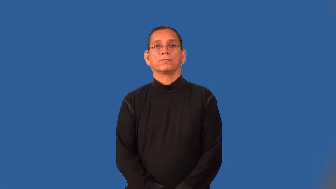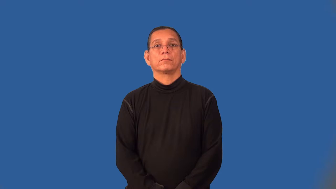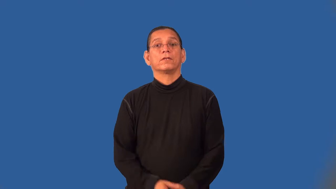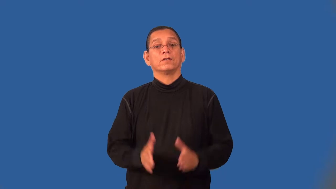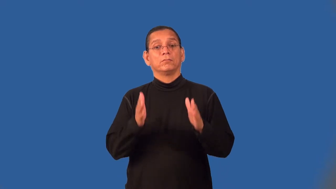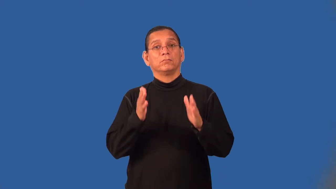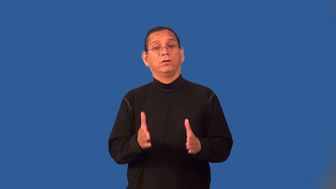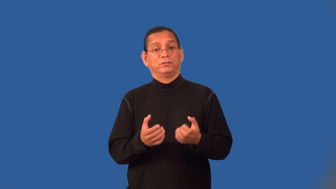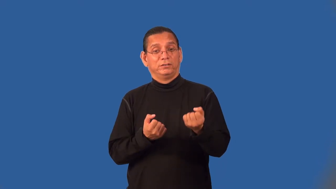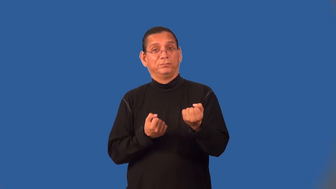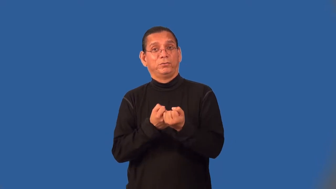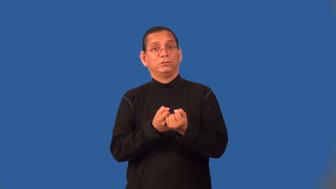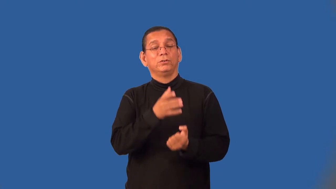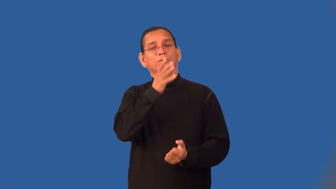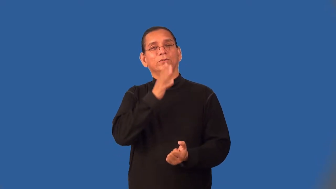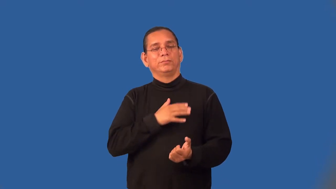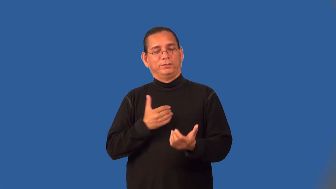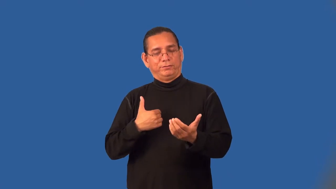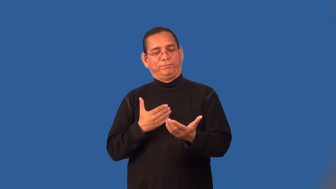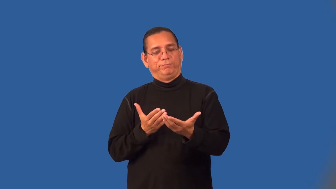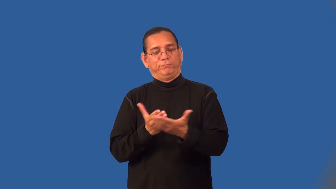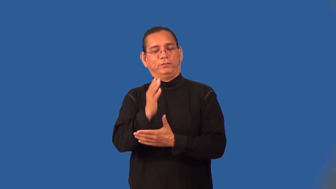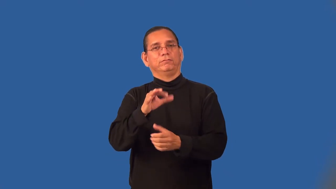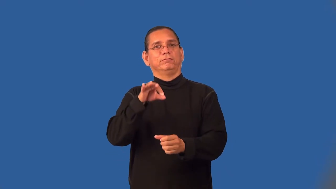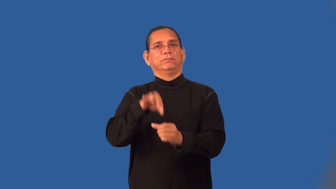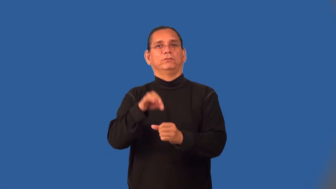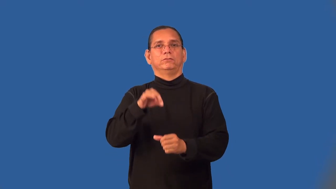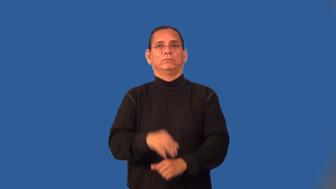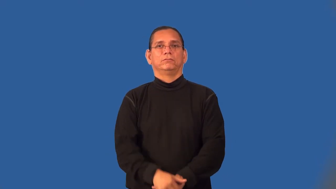suffragist